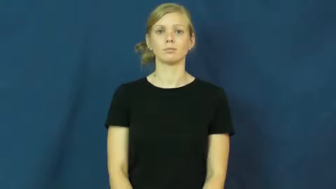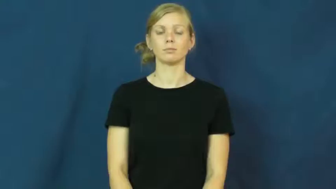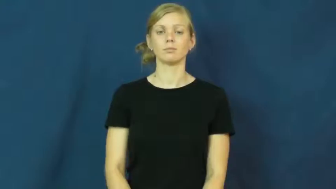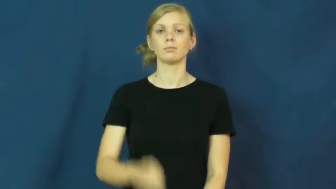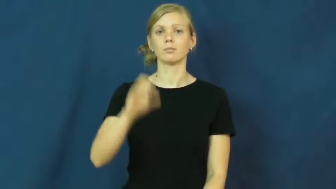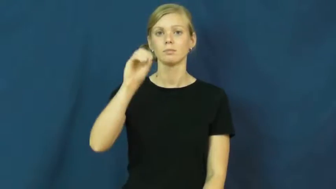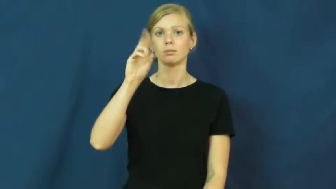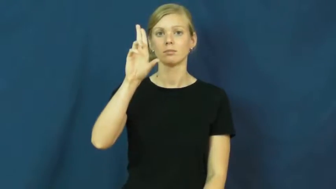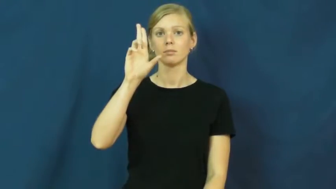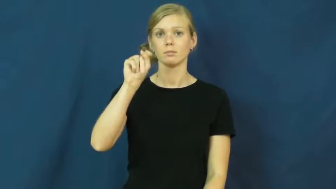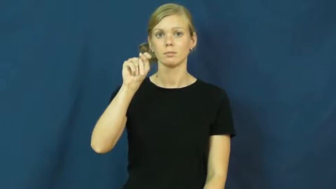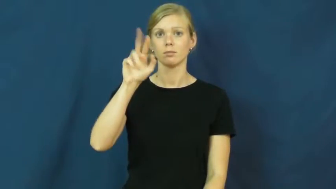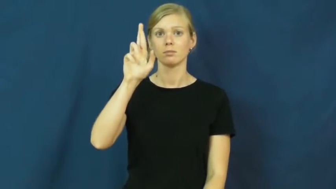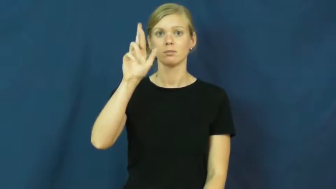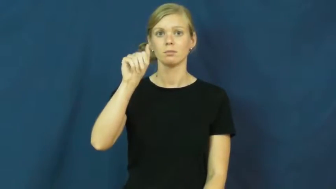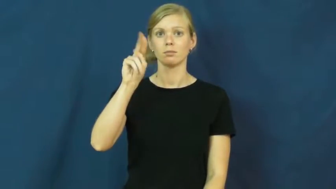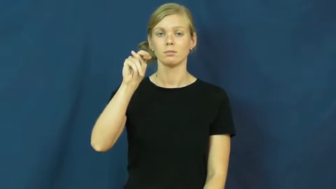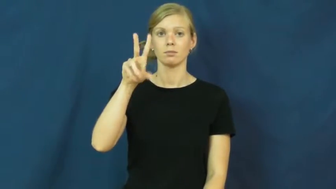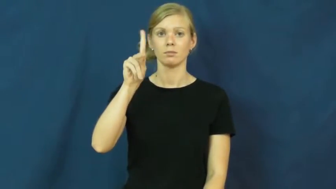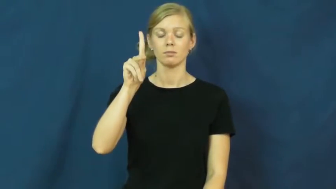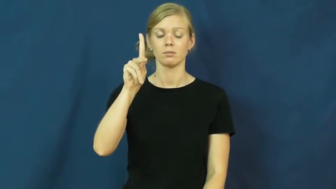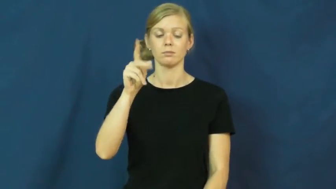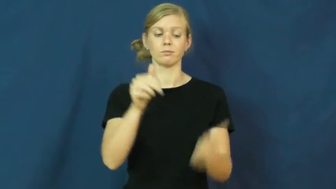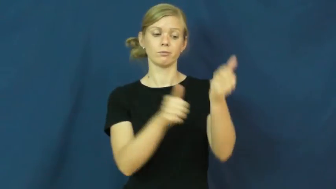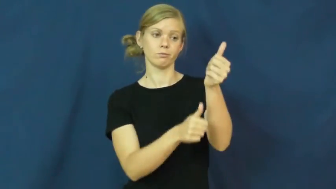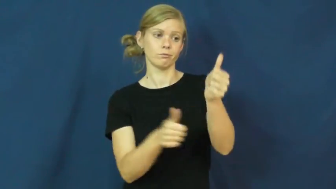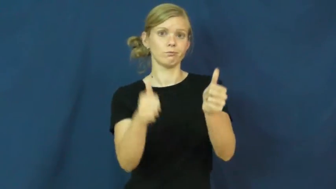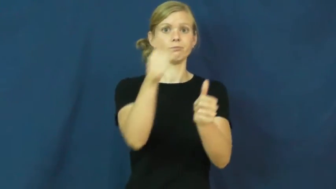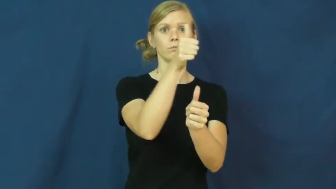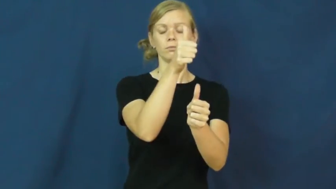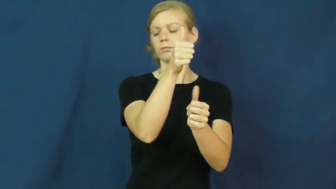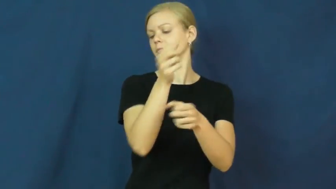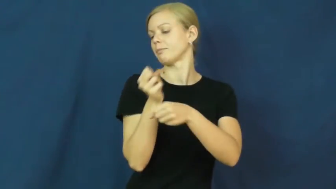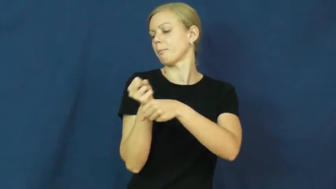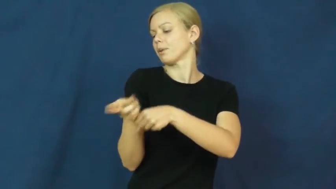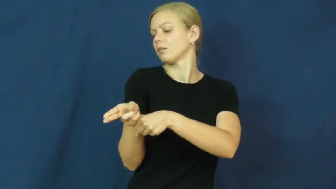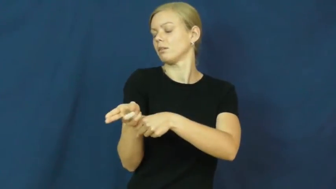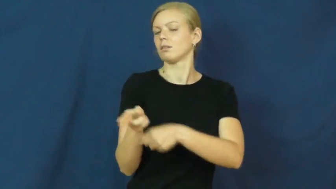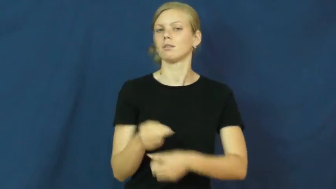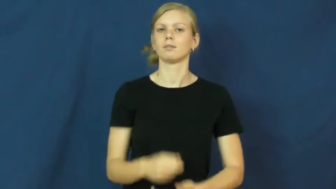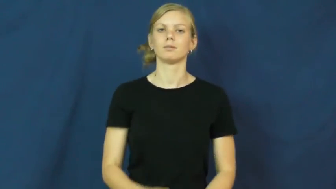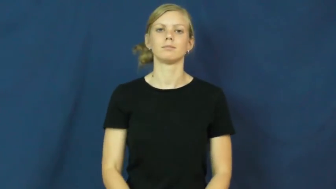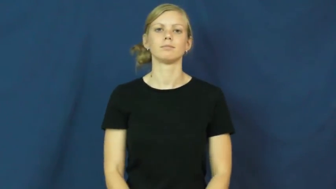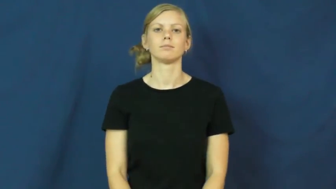outrank